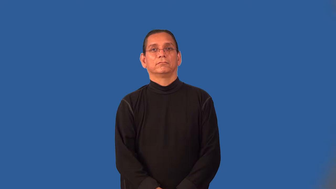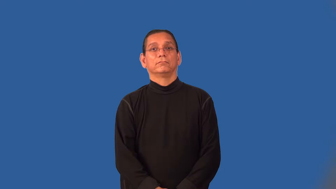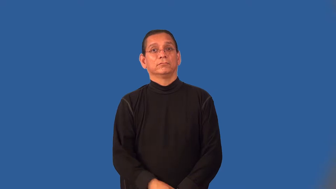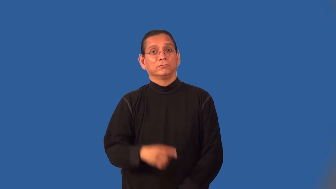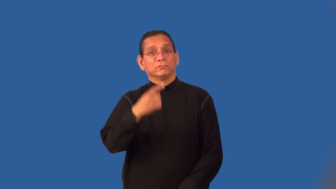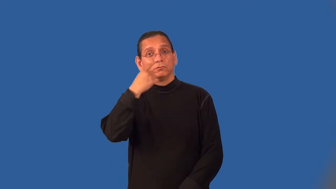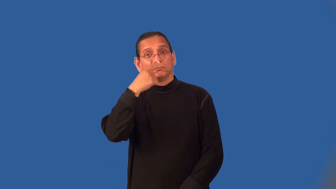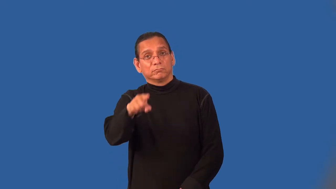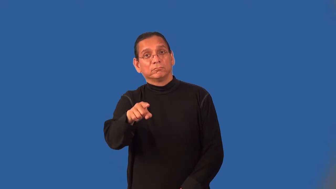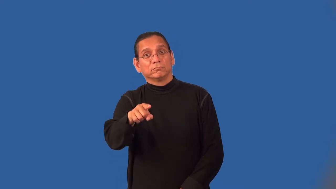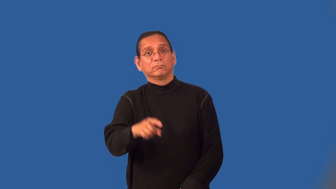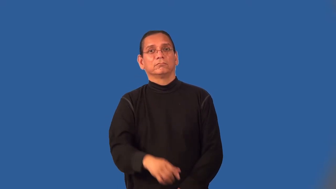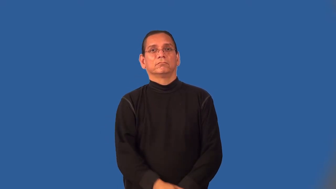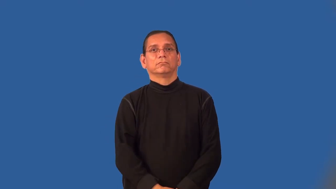mind-do you mind